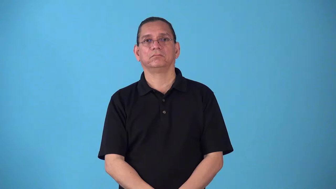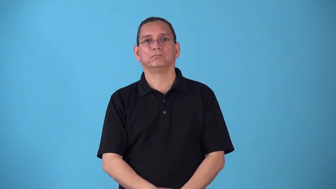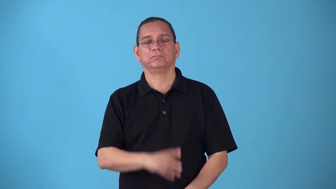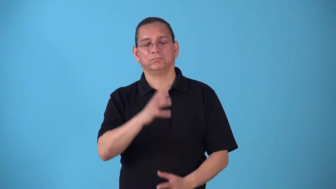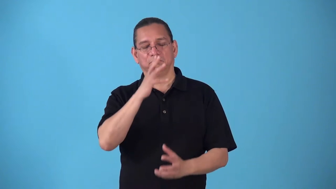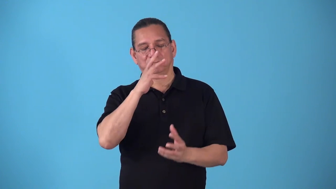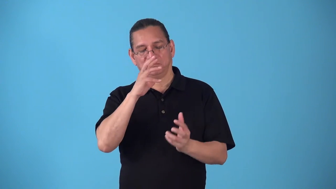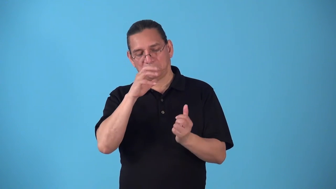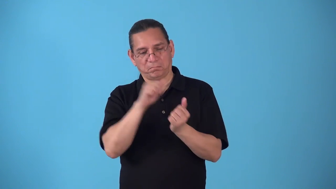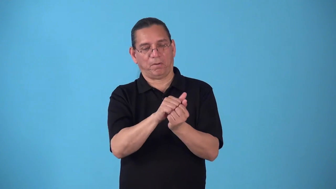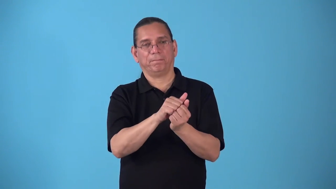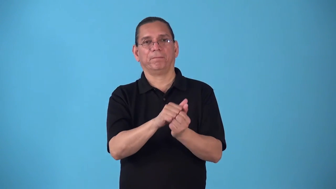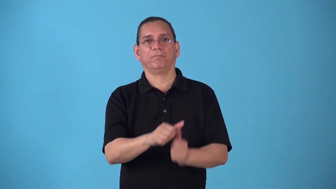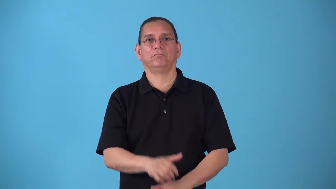sound-deep sleep